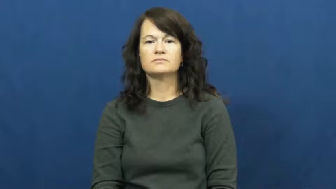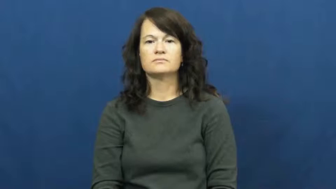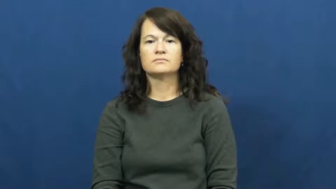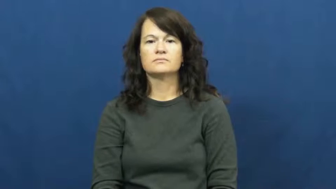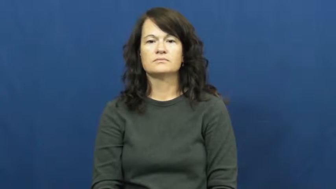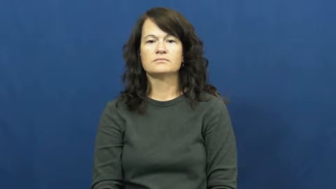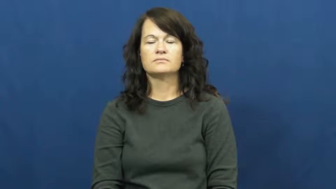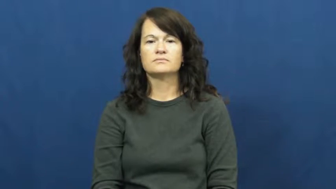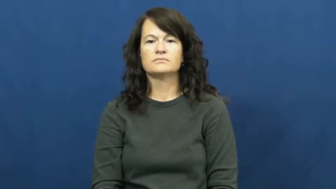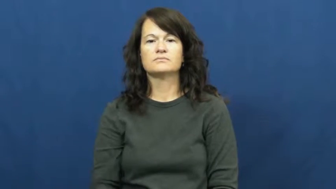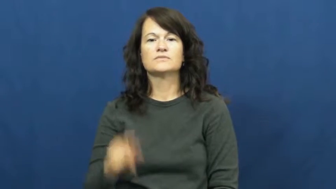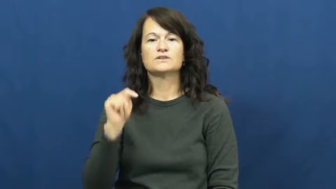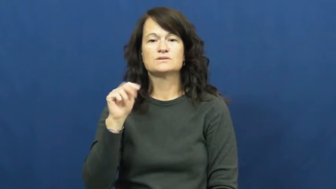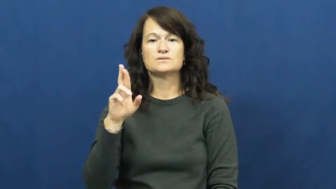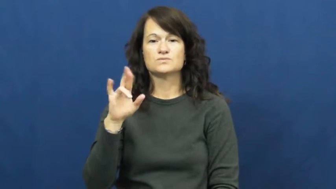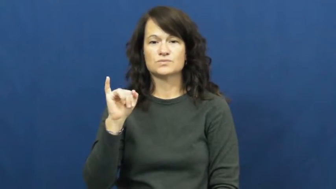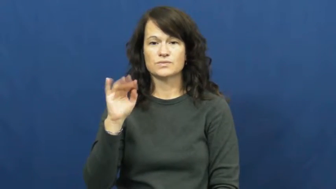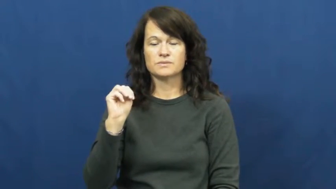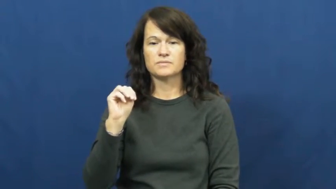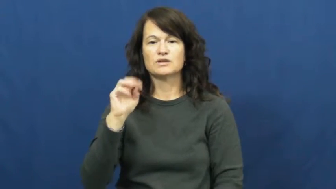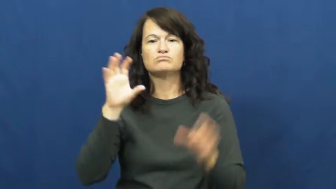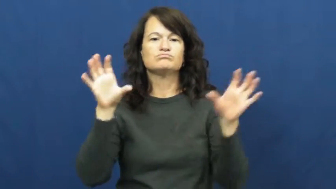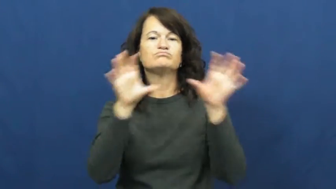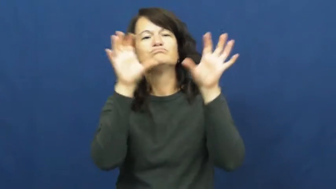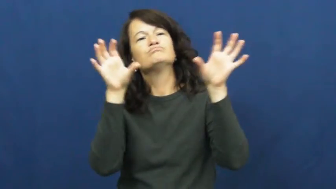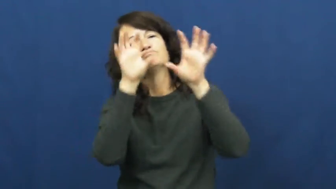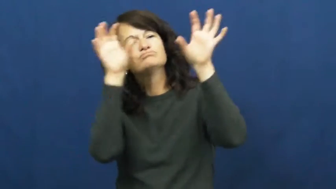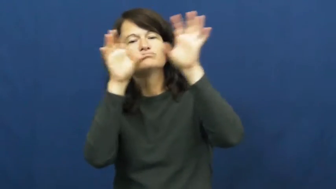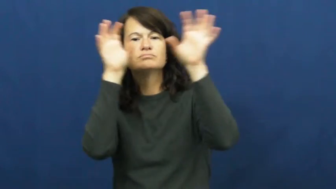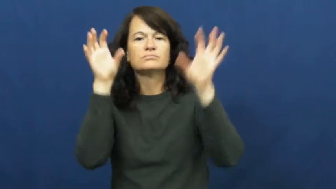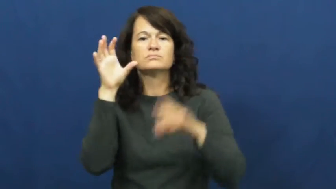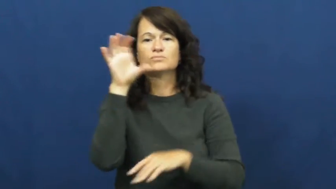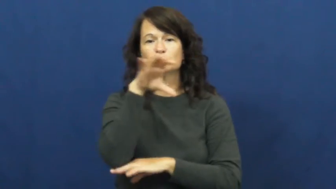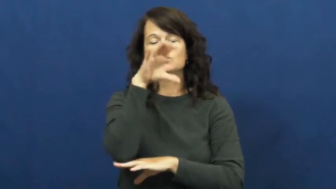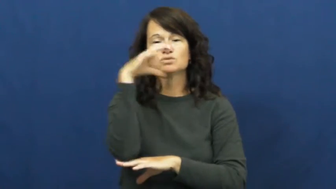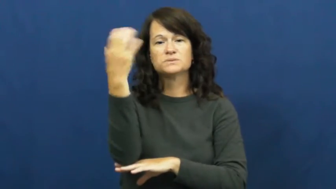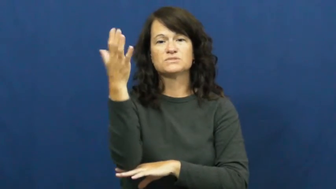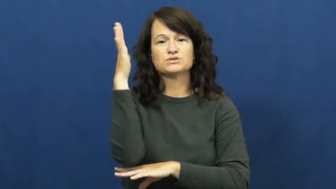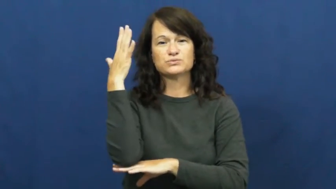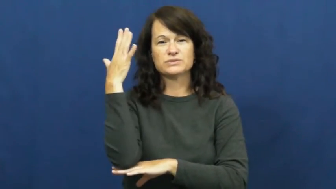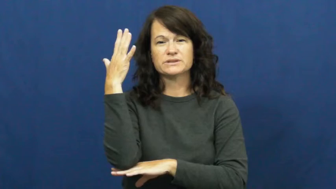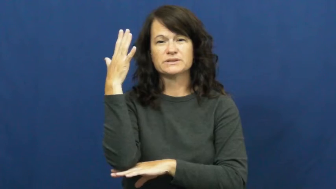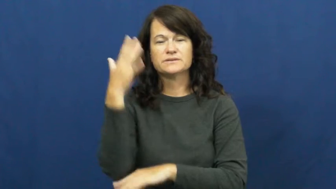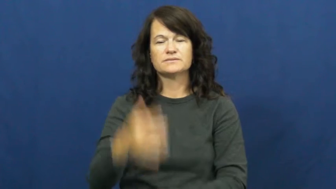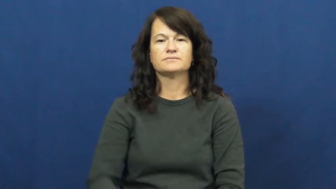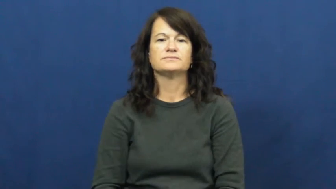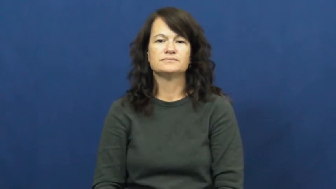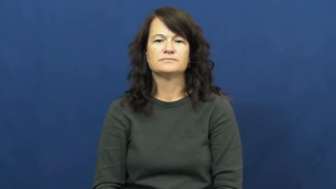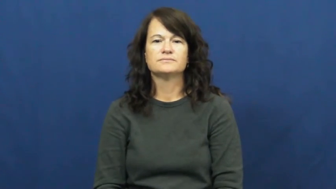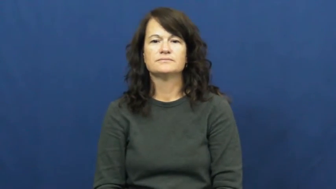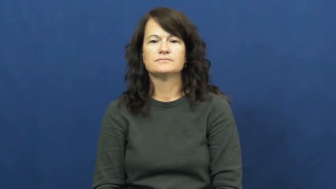trim,trim up-xmas tree